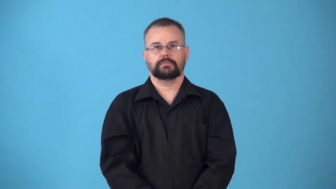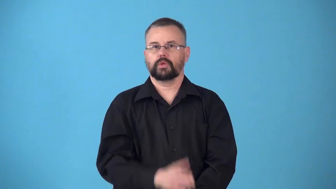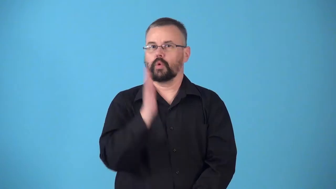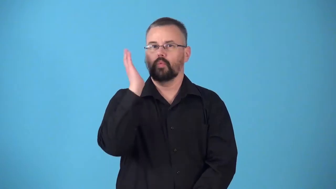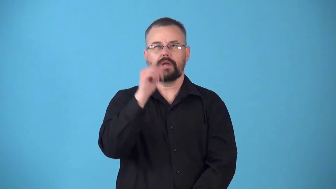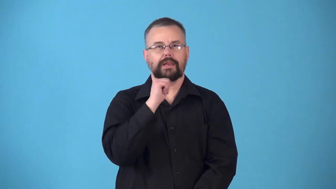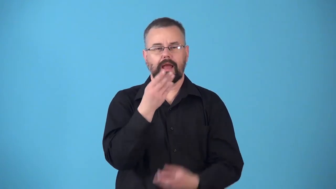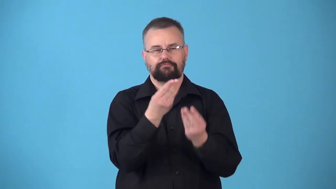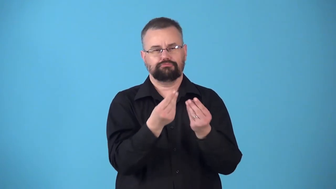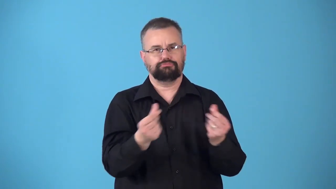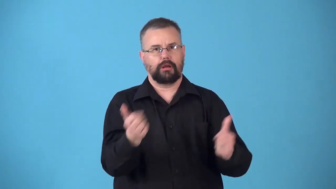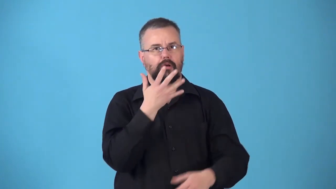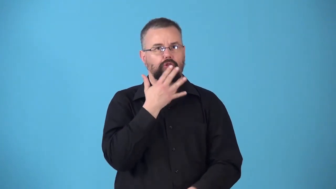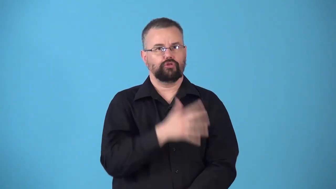nonfading